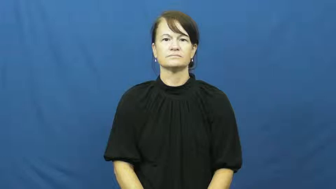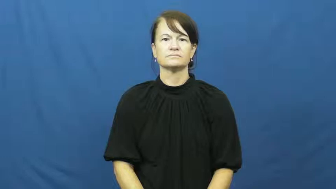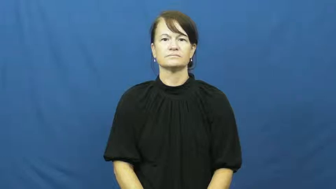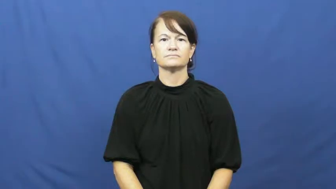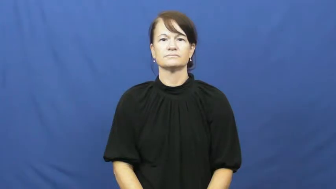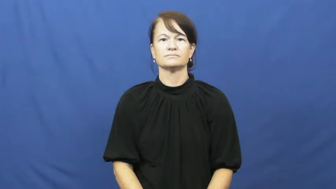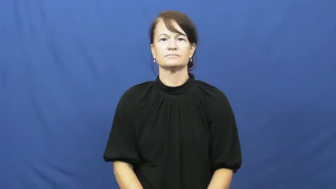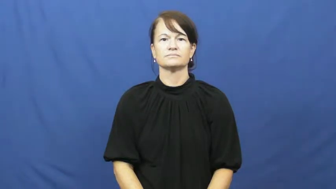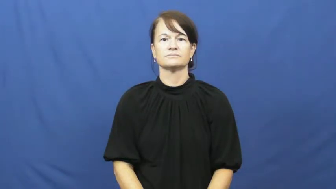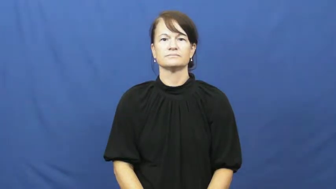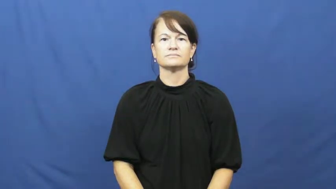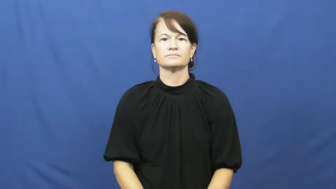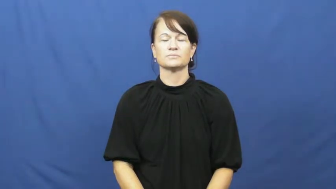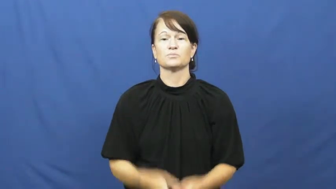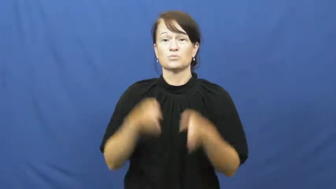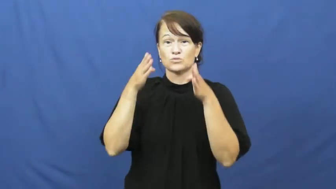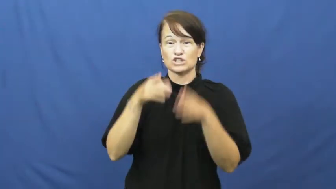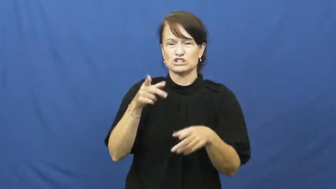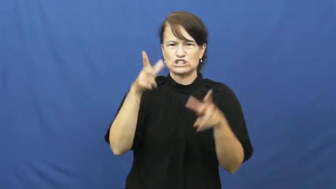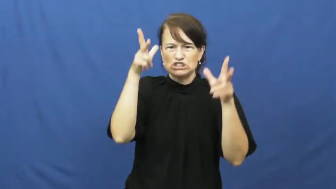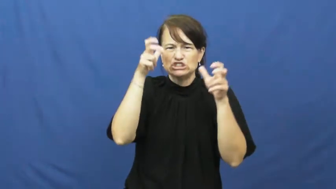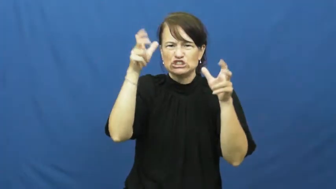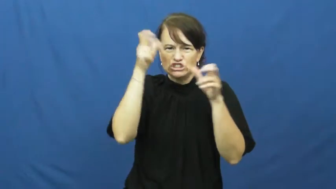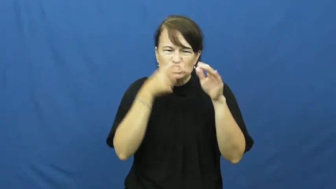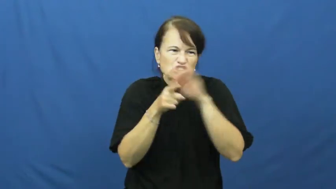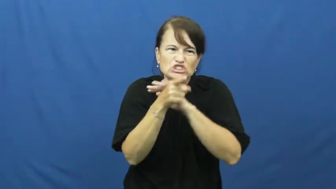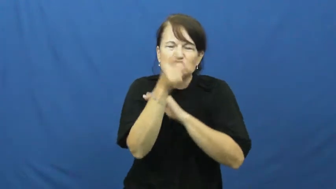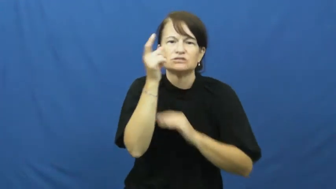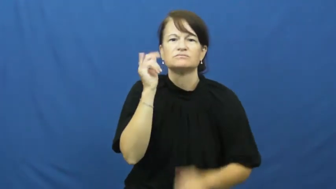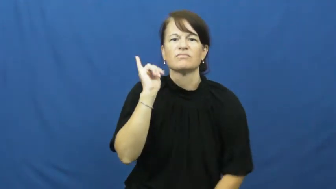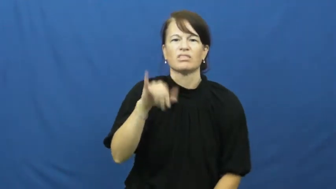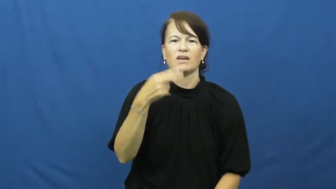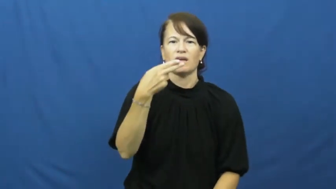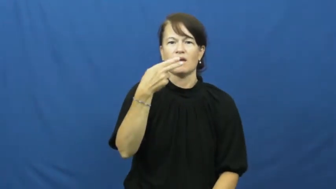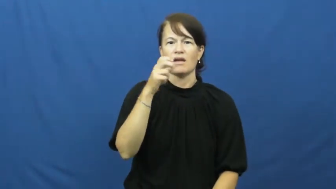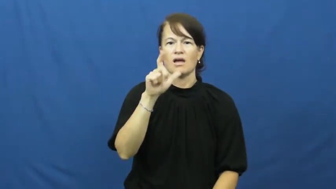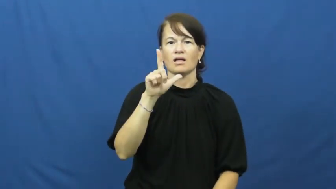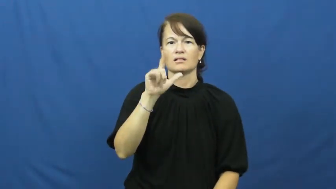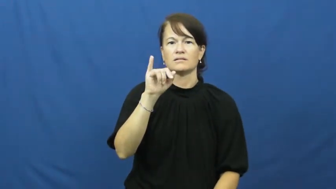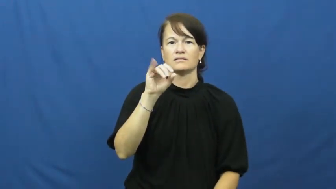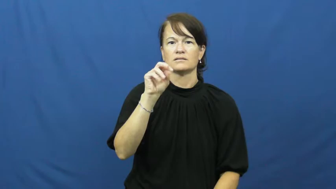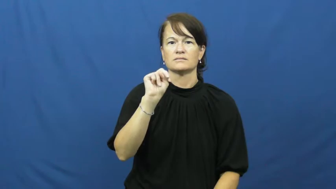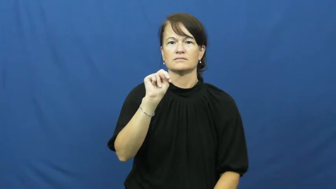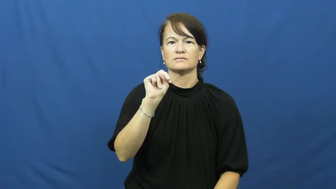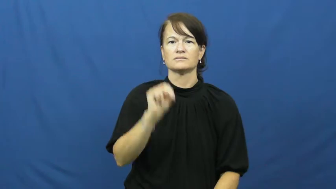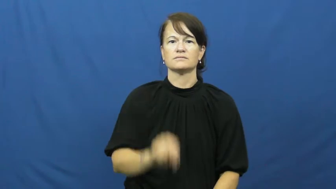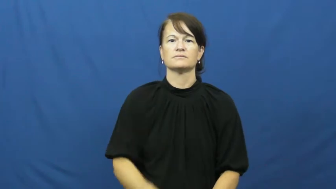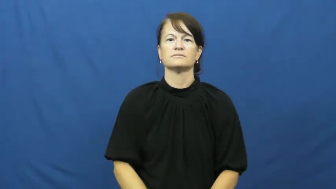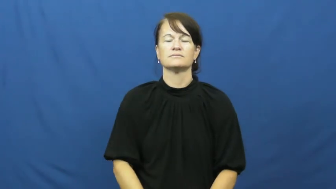hellion